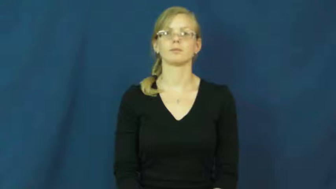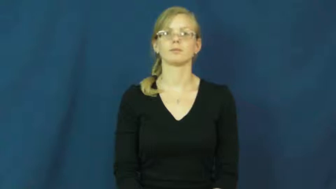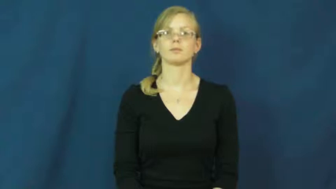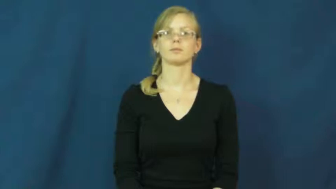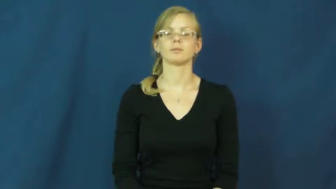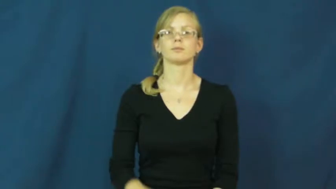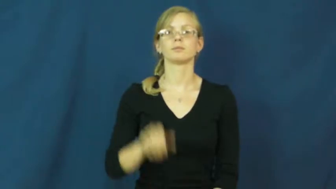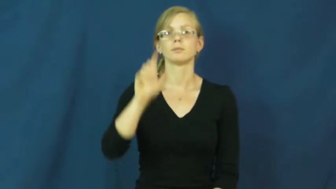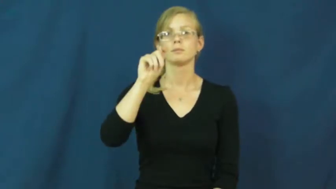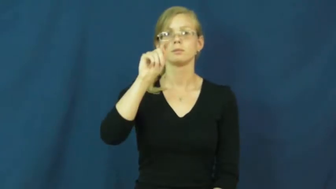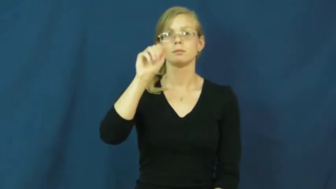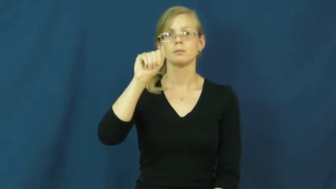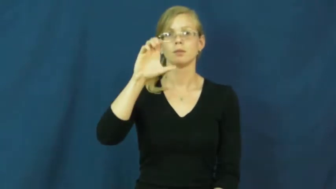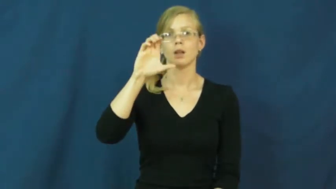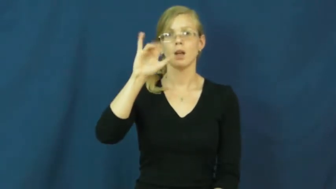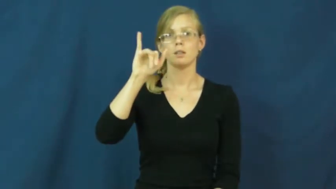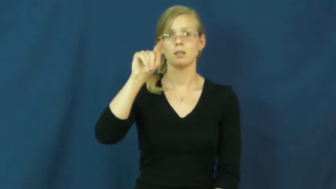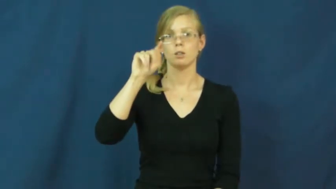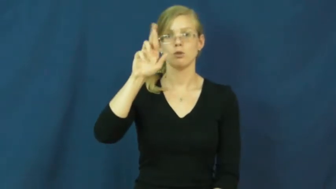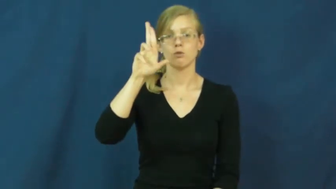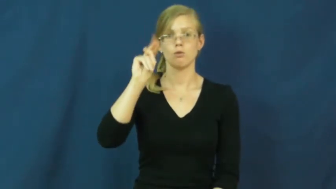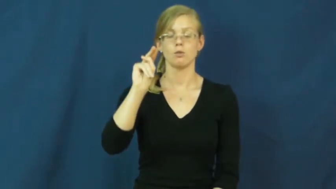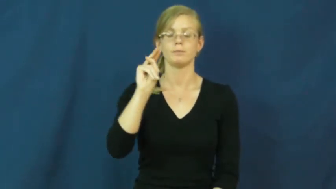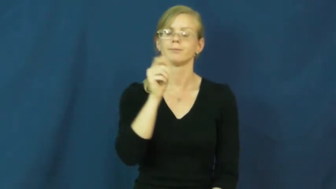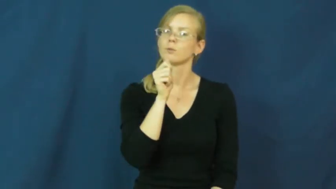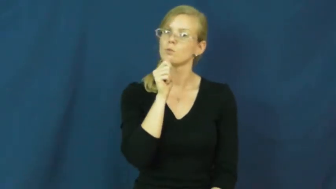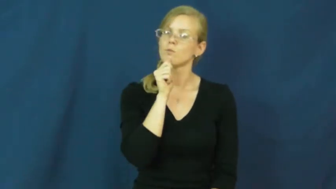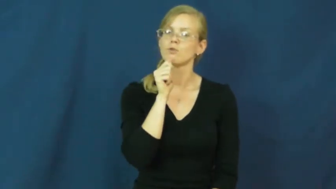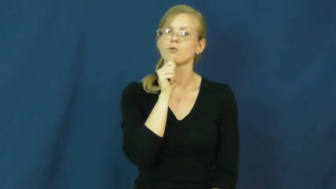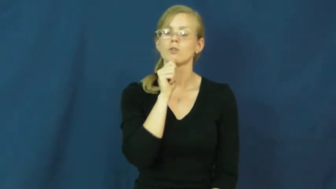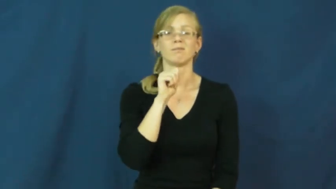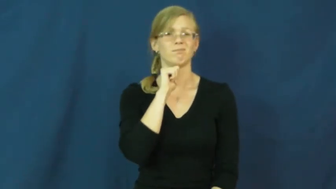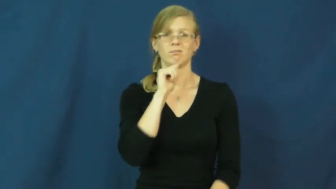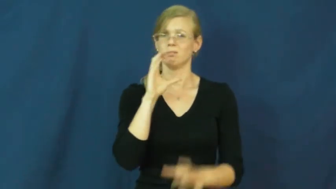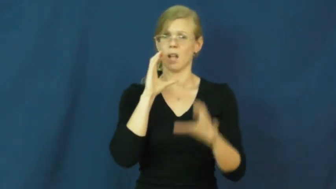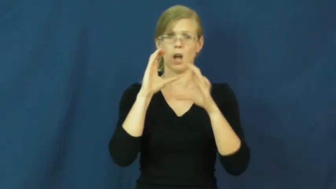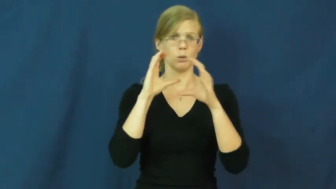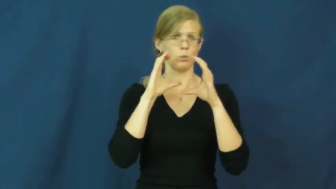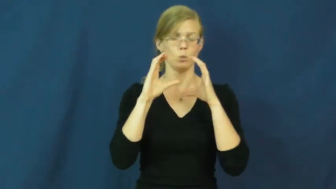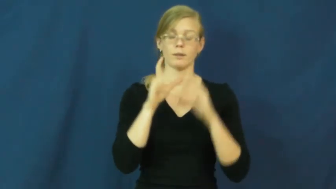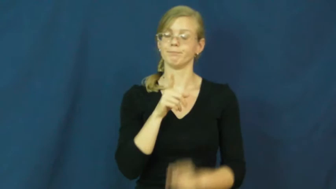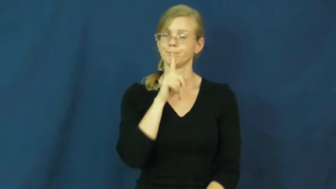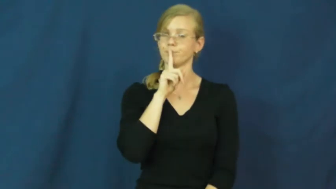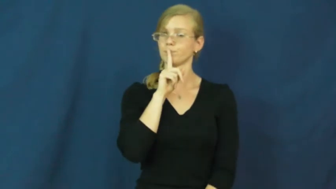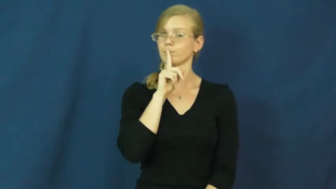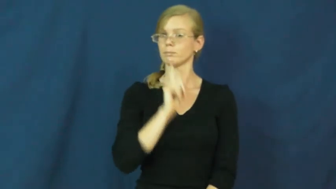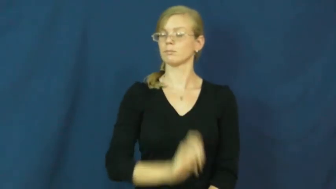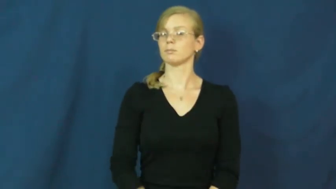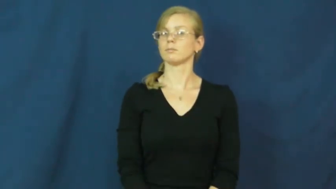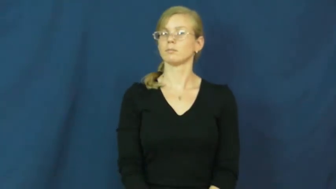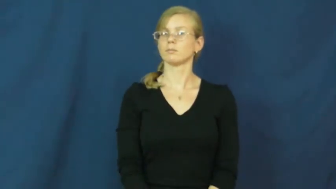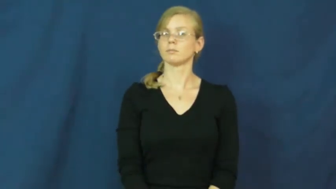taciturn